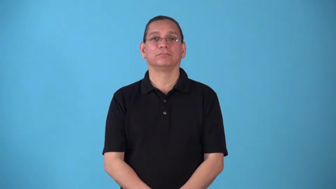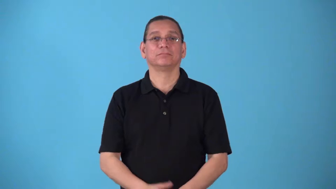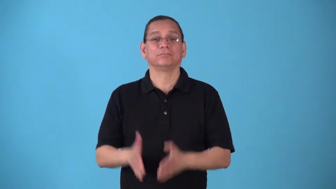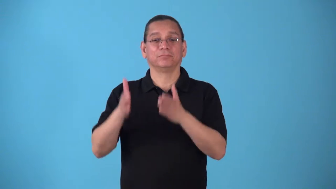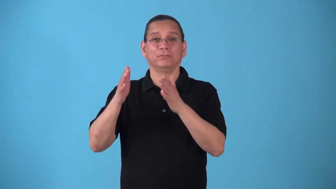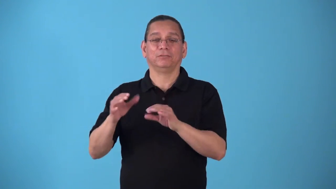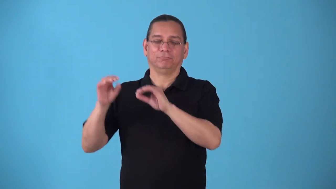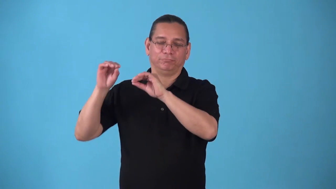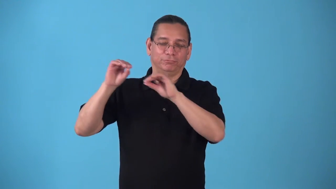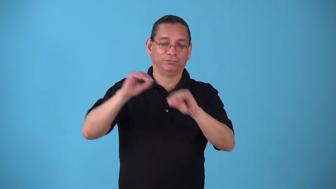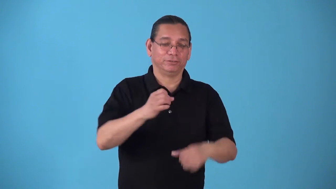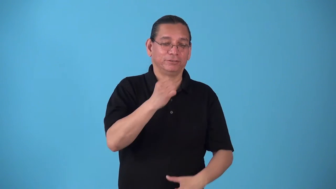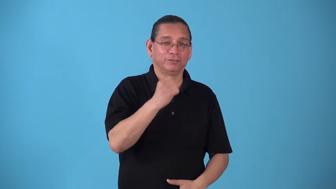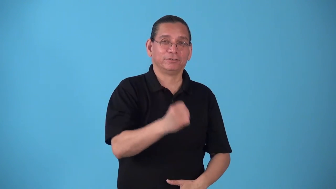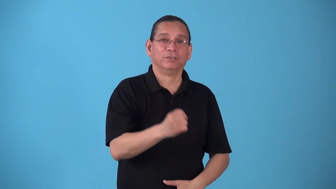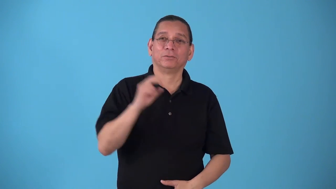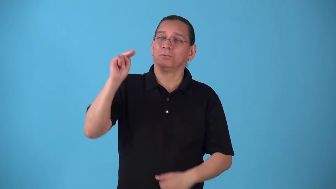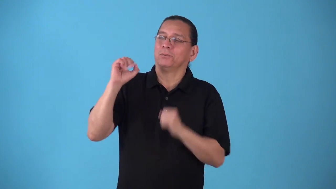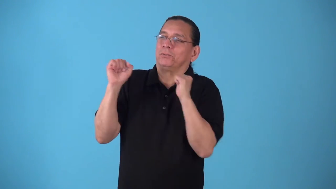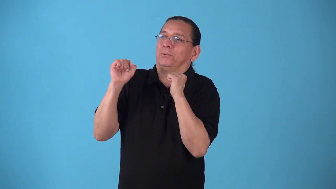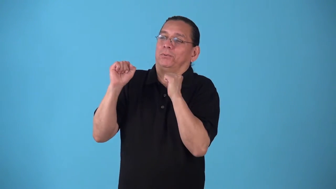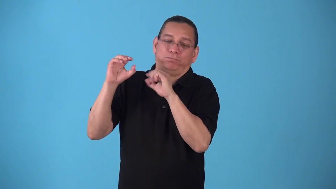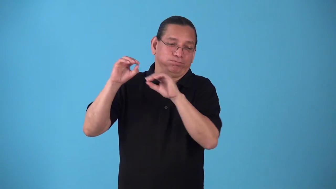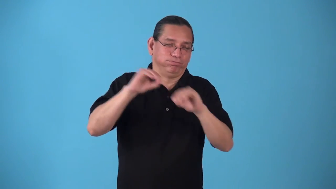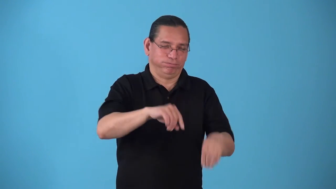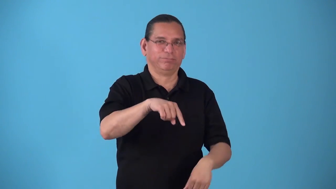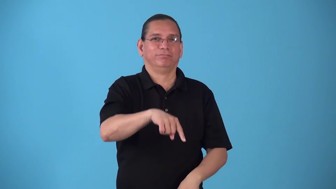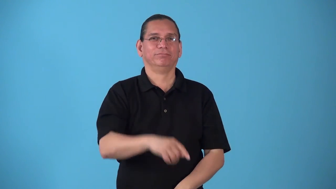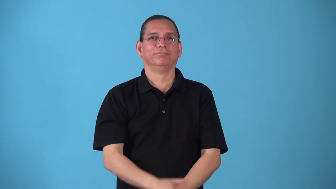snowbird-person